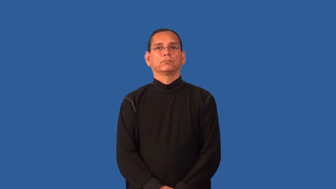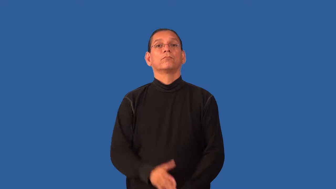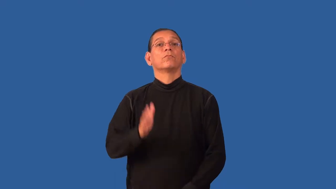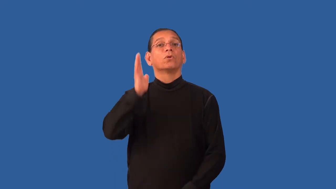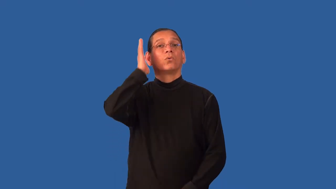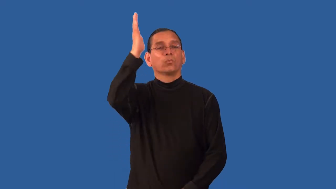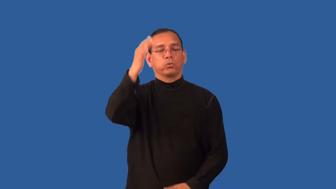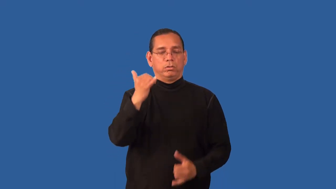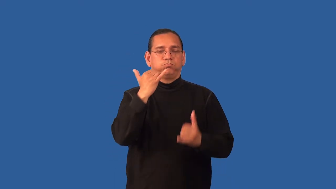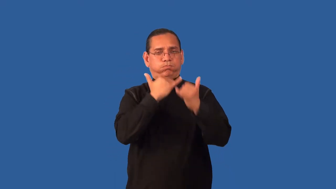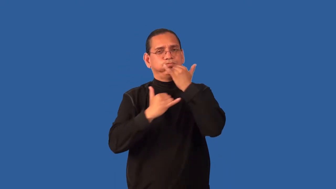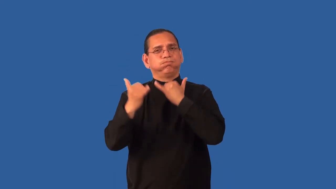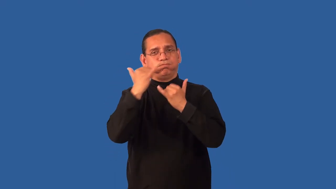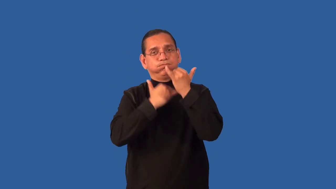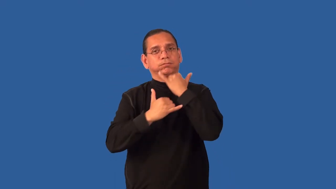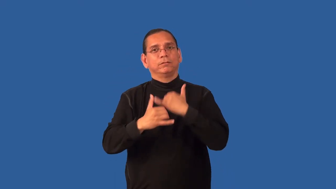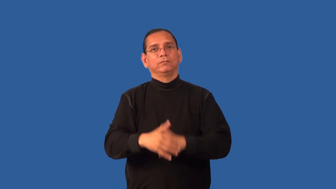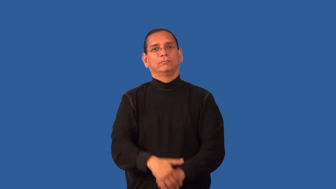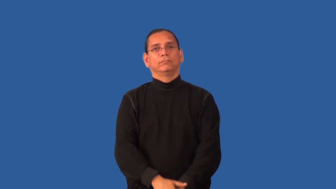fallible